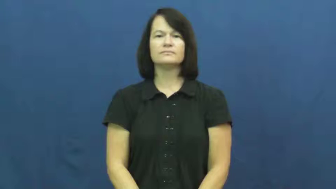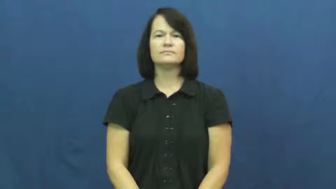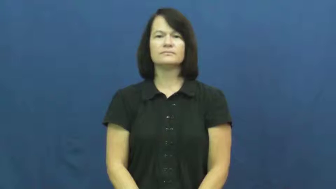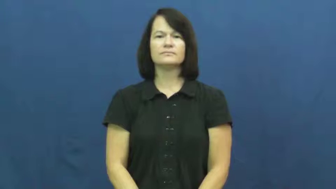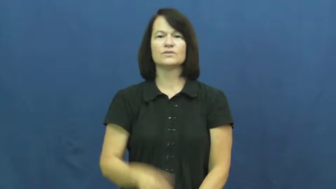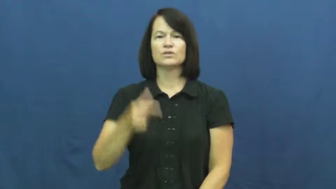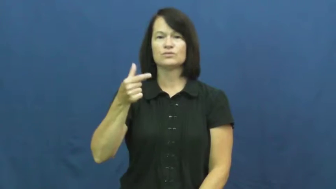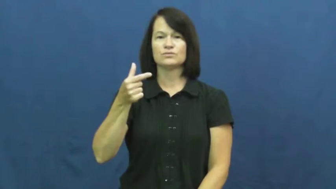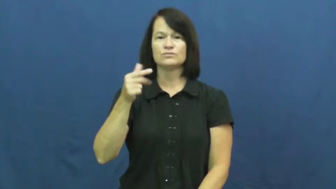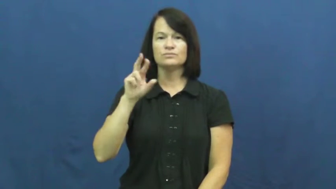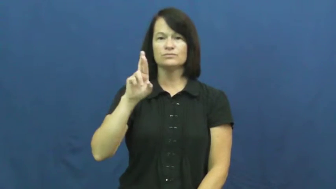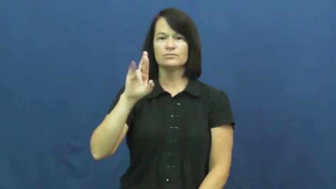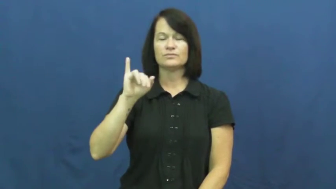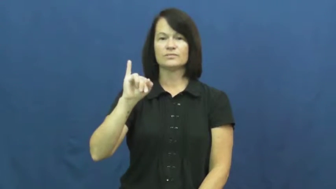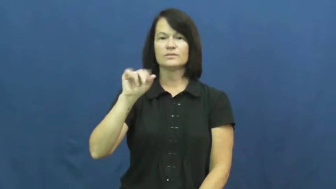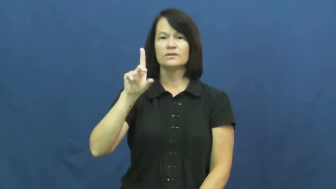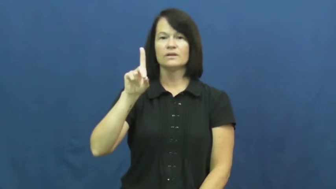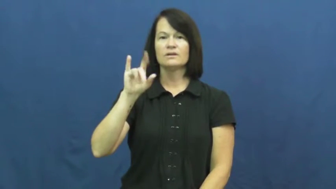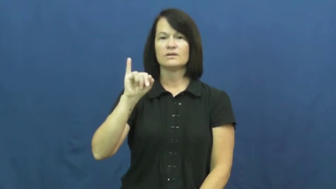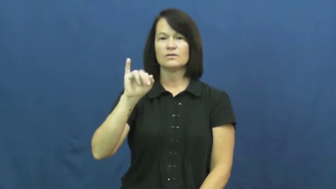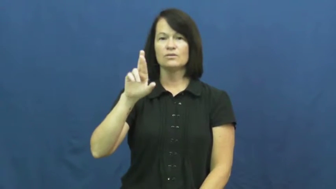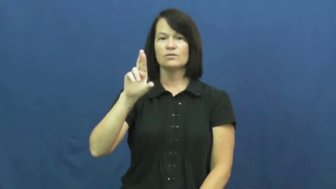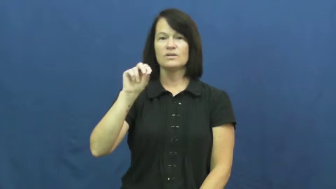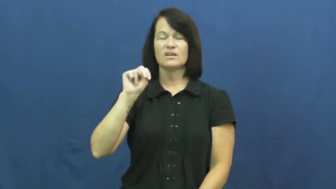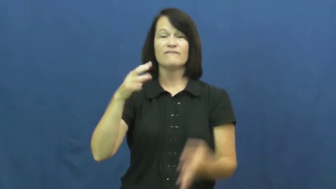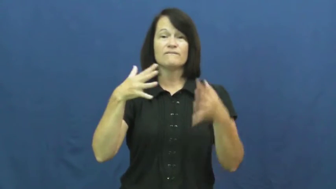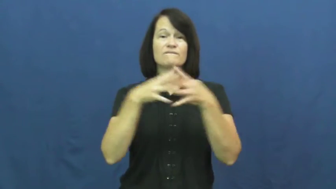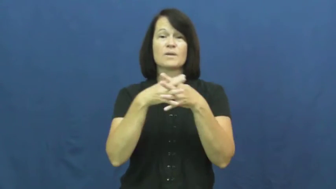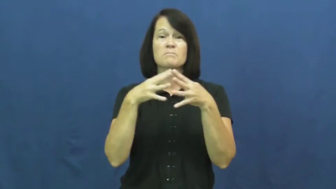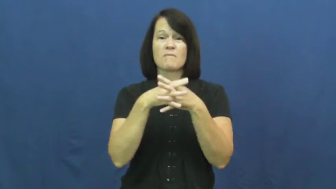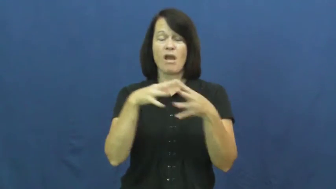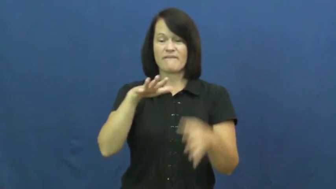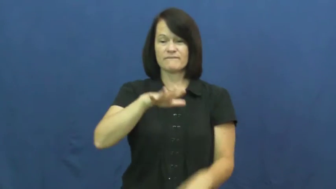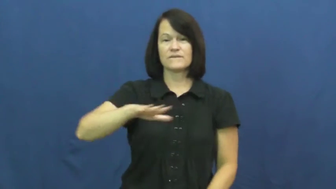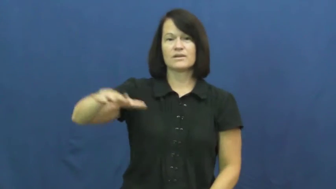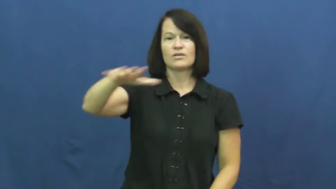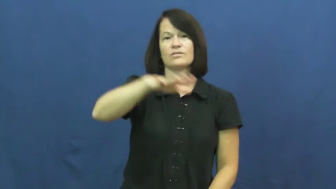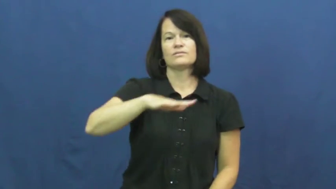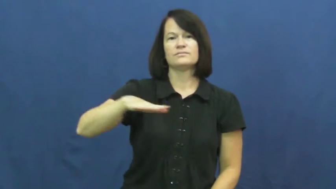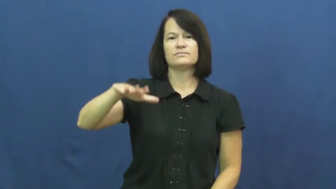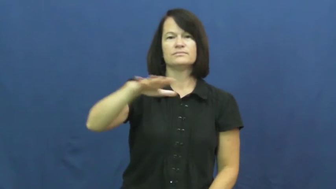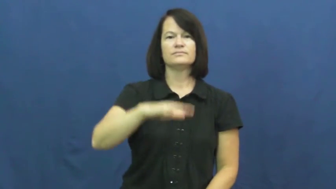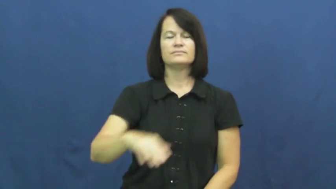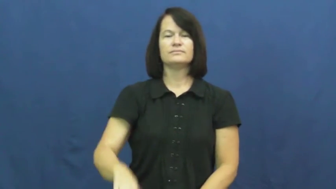gridiron